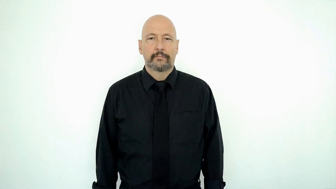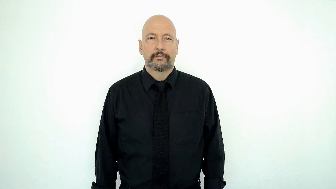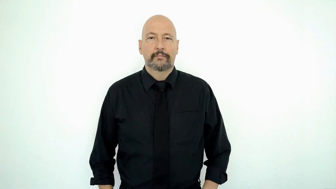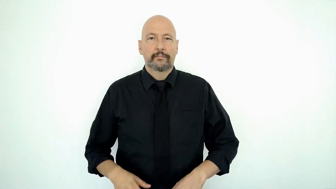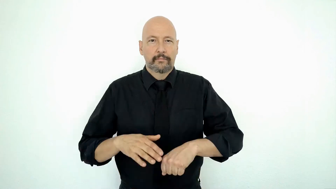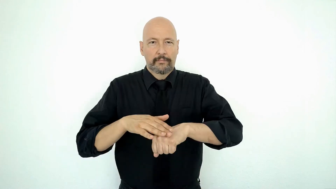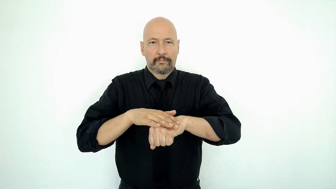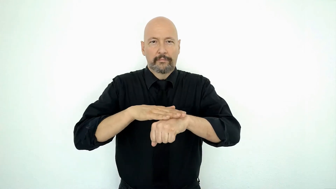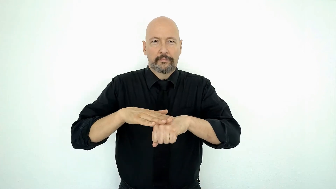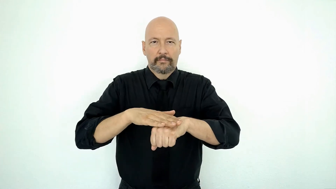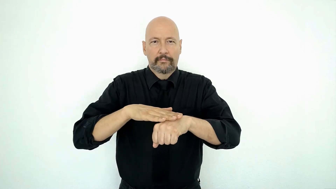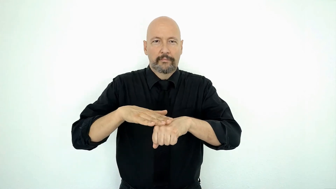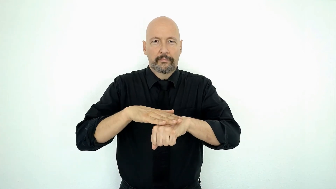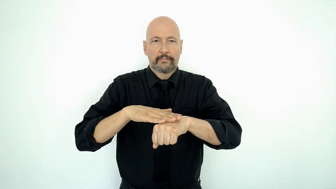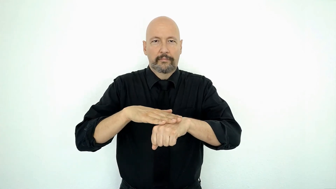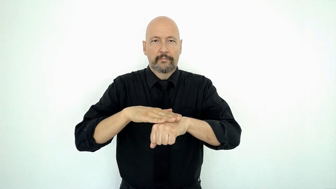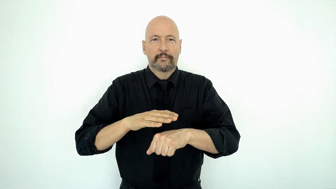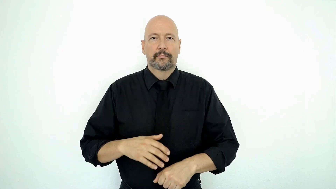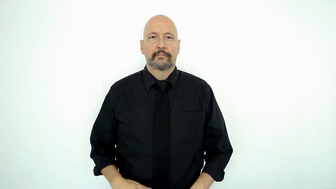RUB-on [dominant B on "S"]